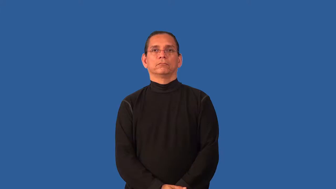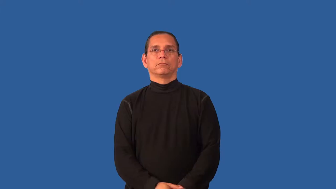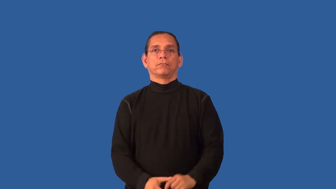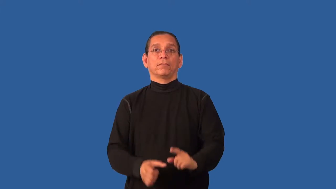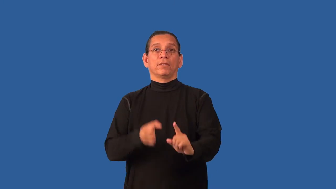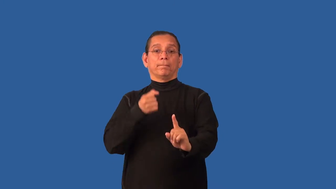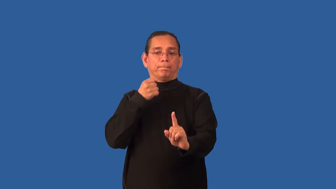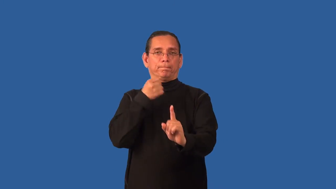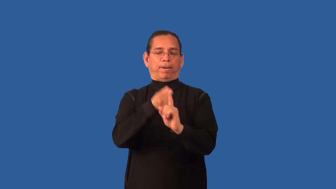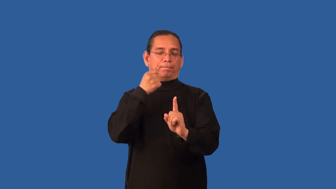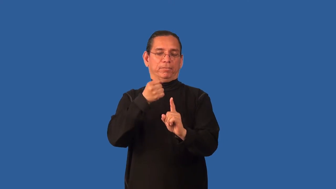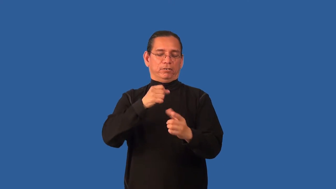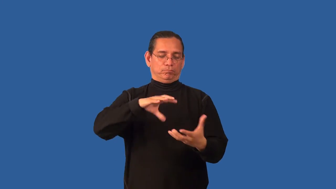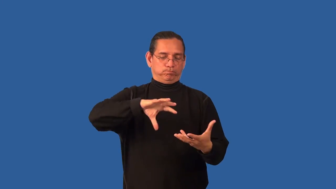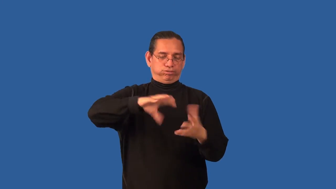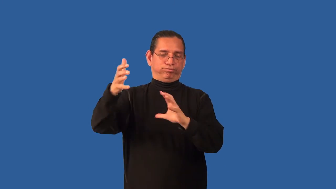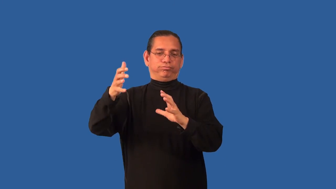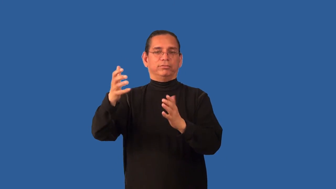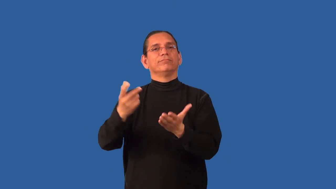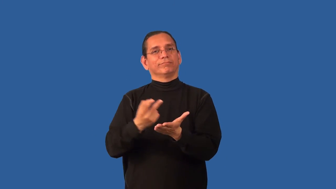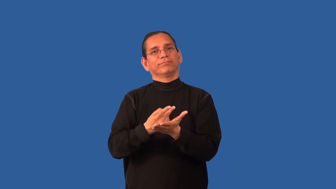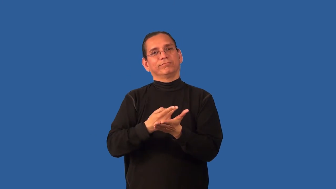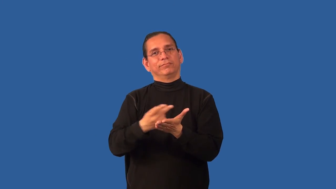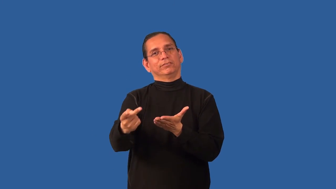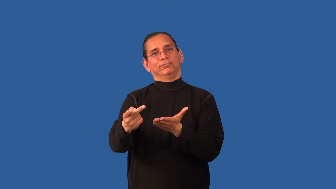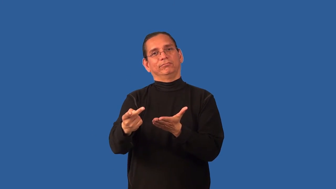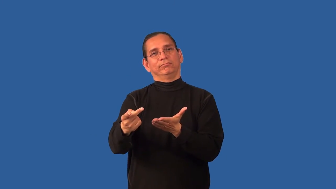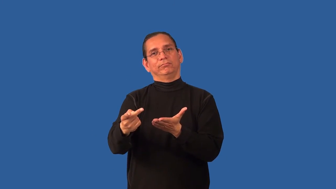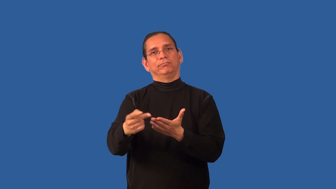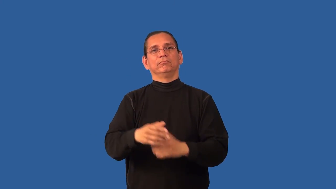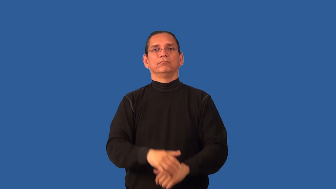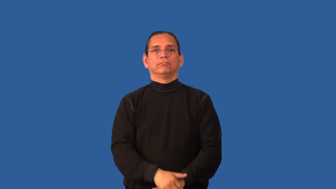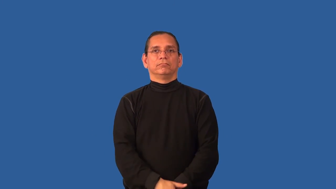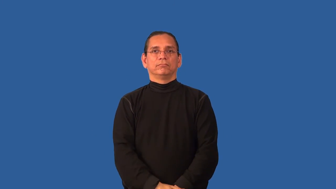blow-terrible occurrence